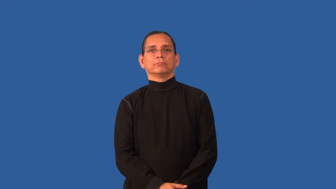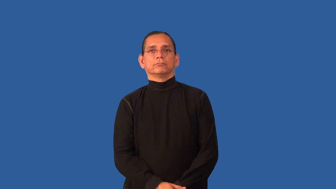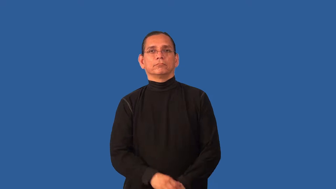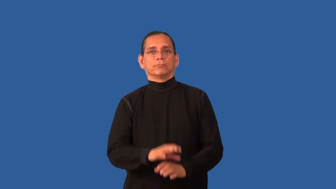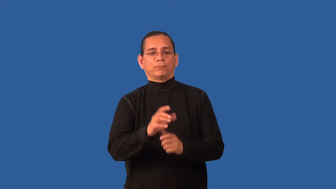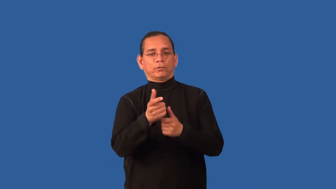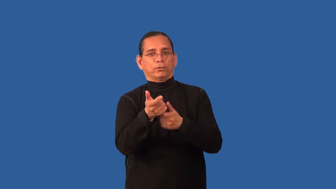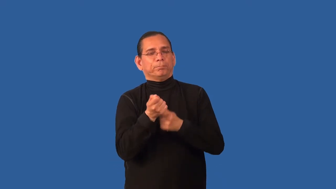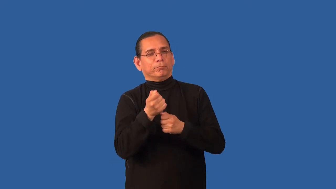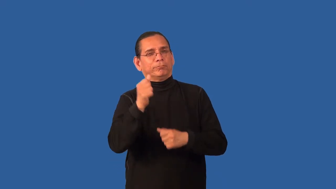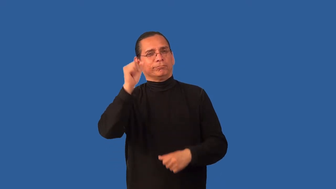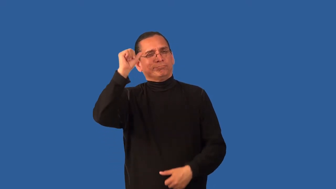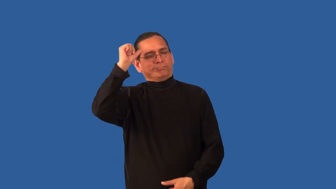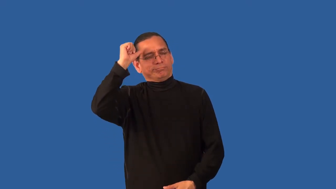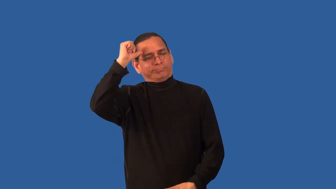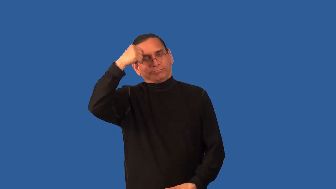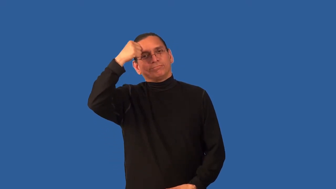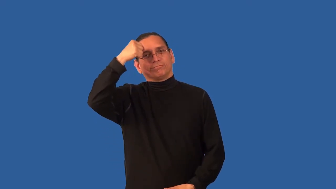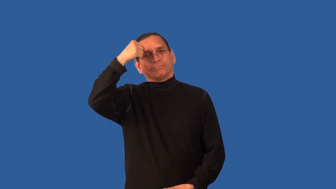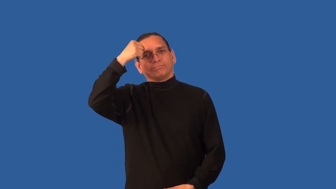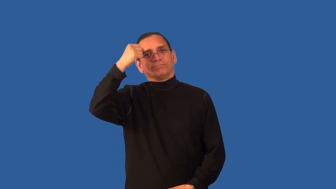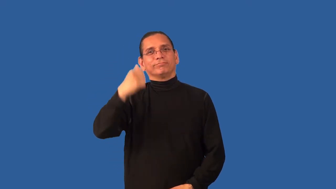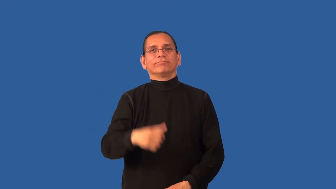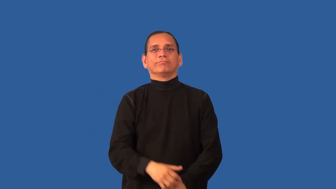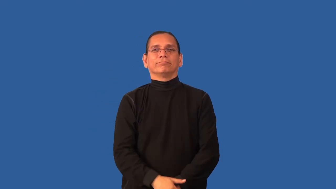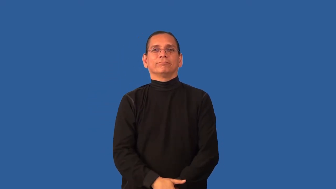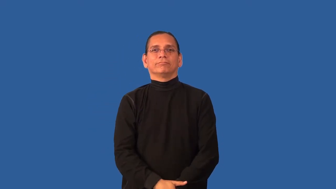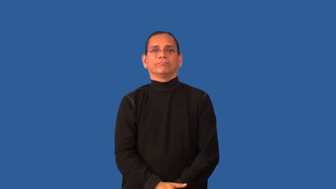catchy